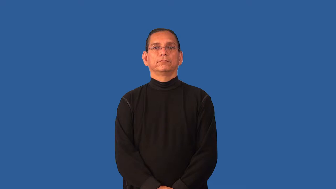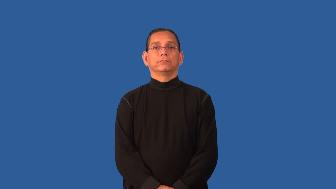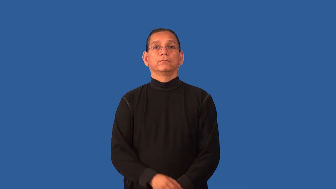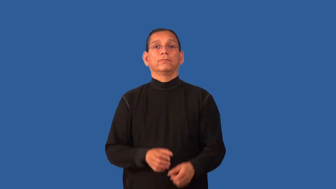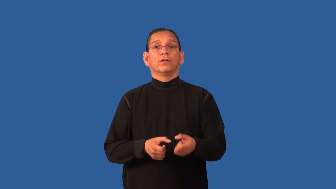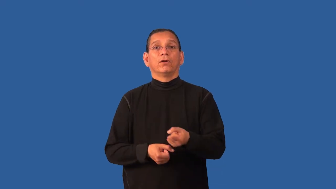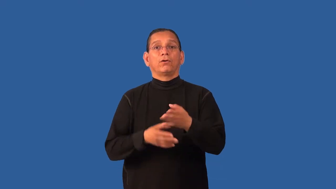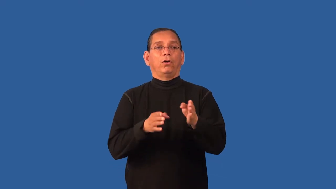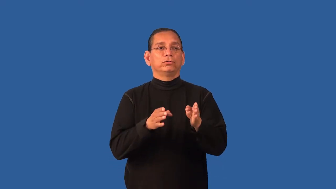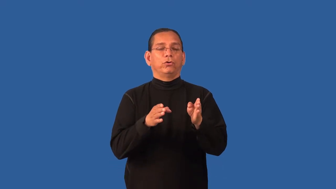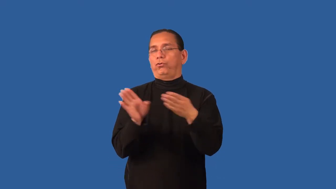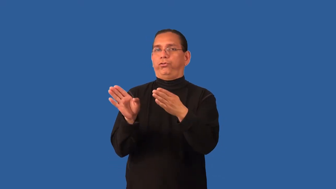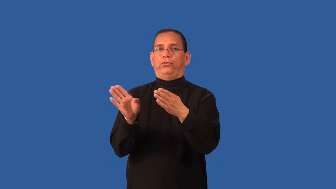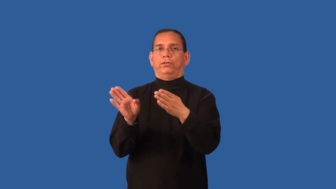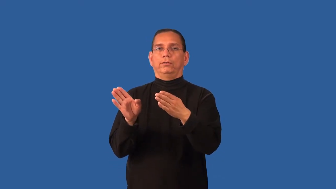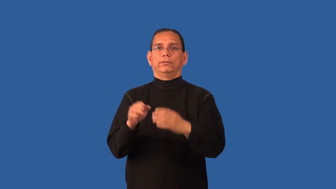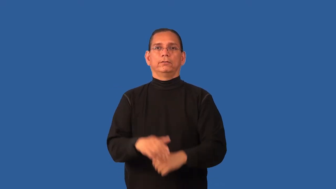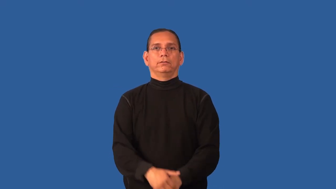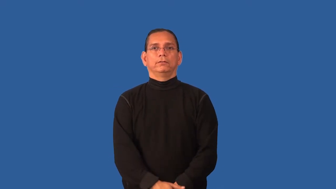divert,sidetrack-attention